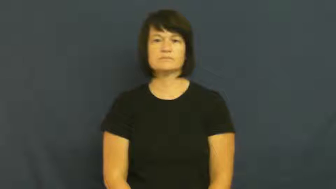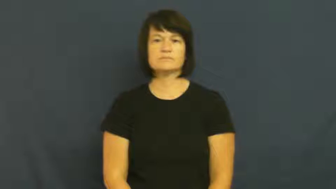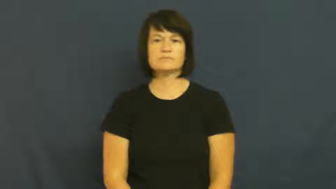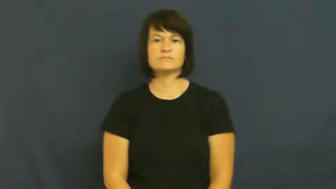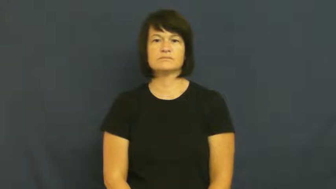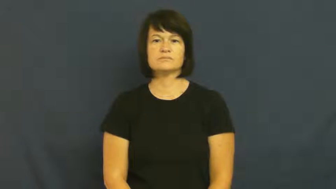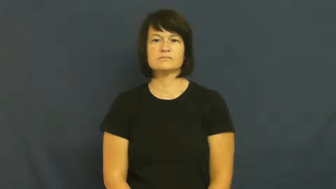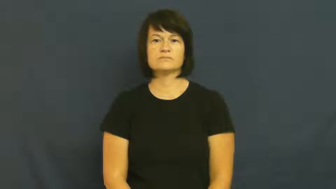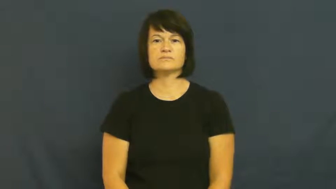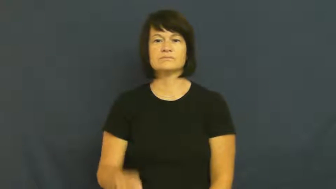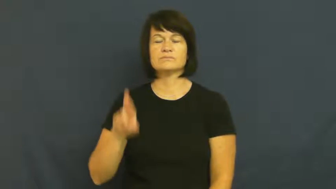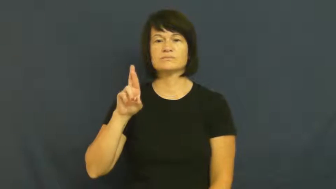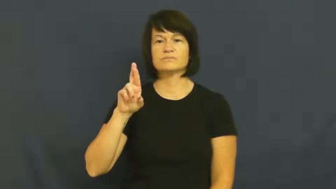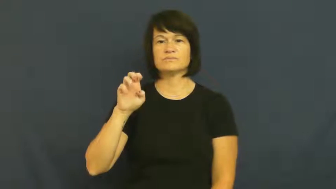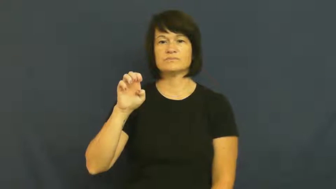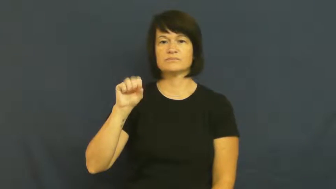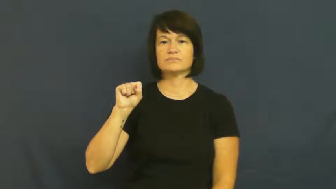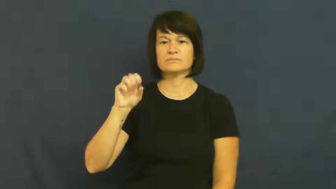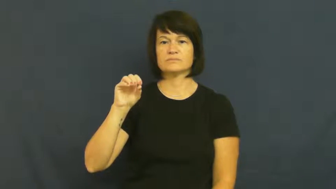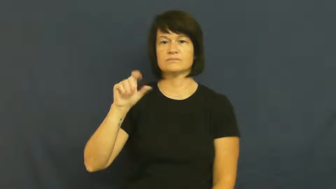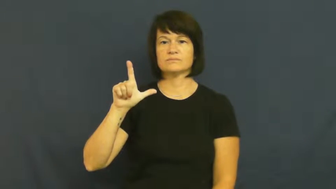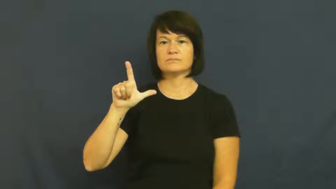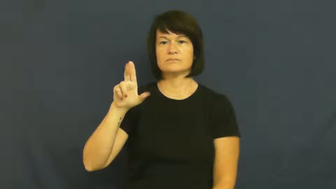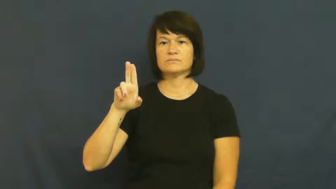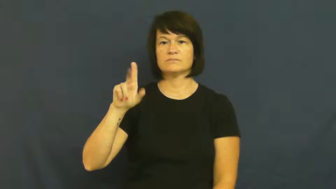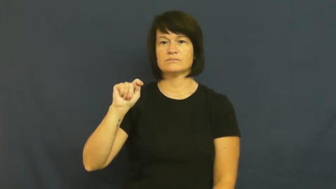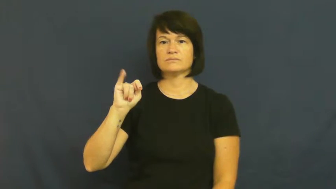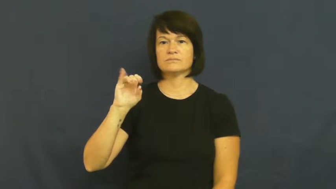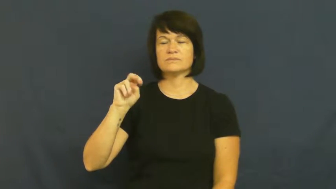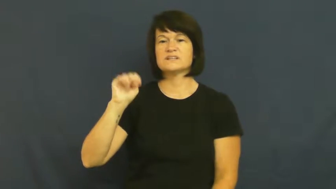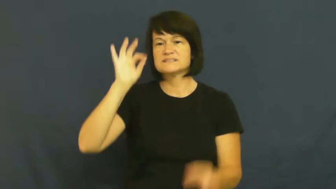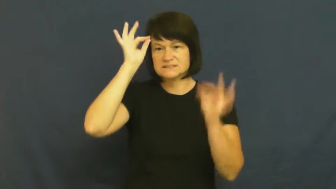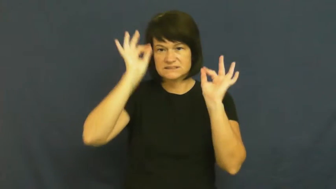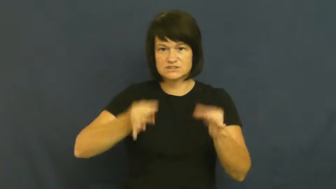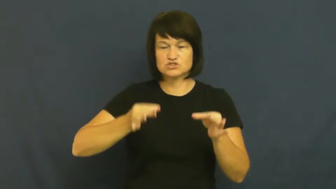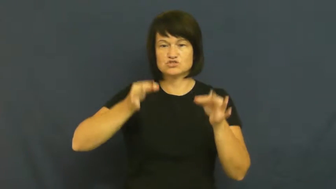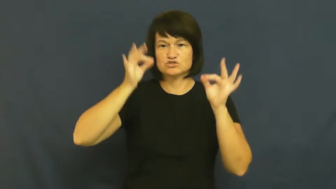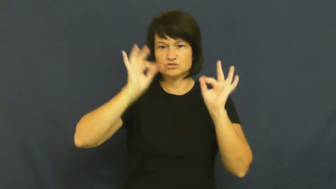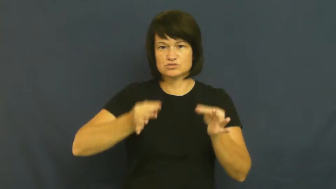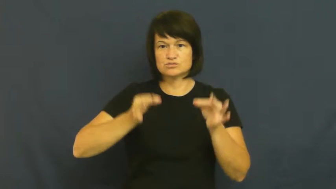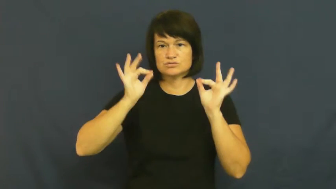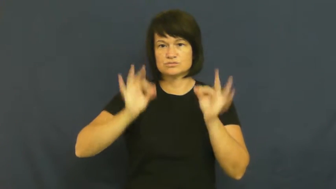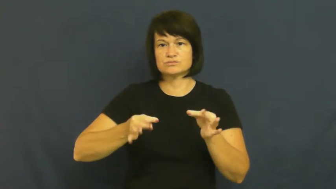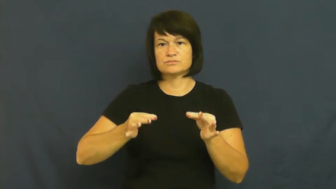resolution-decision